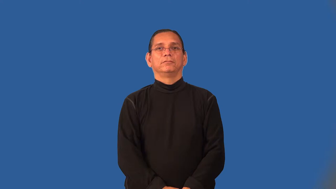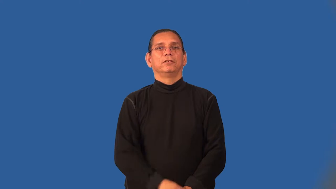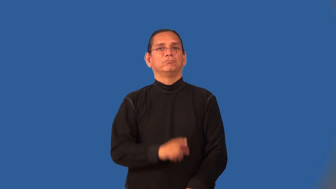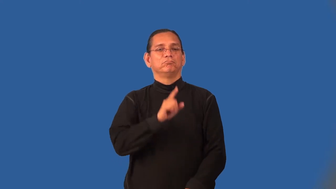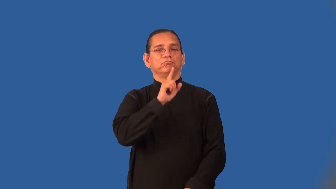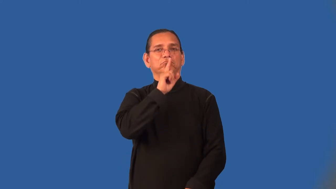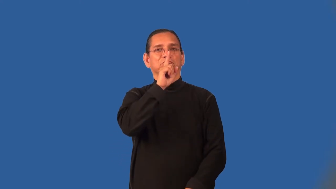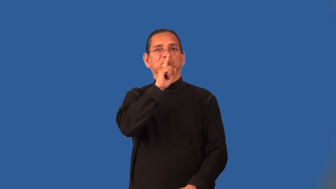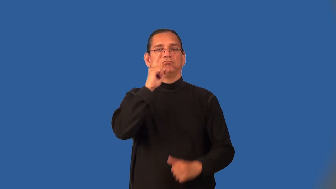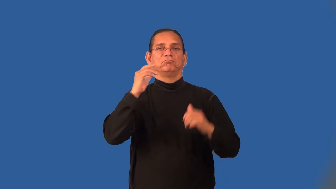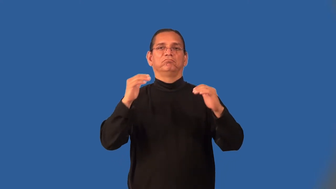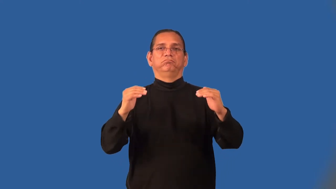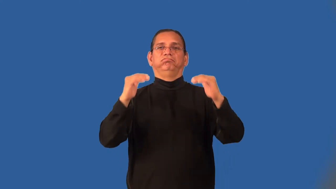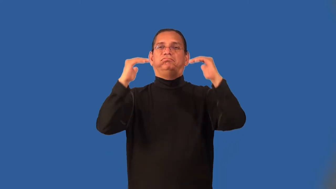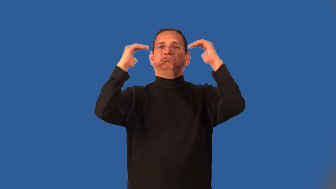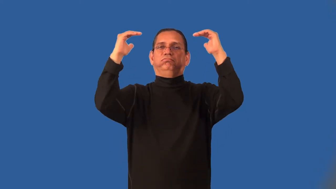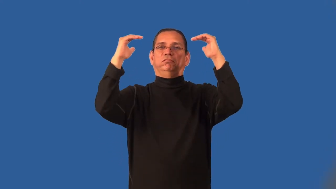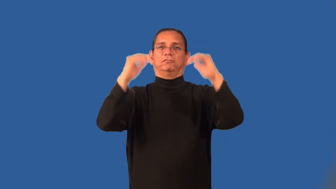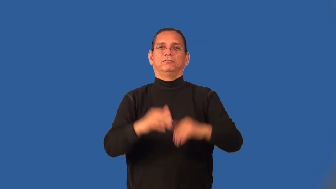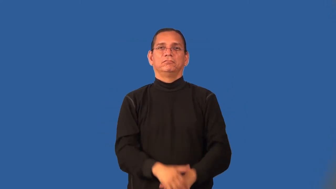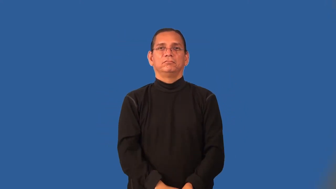nobility,grandee,royalty,squire